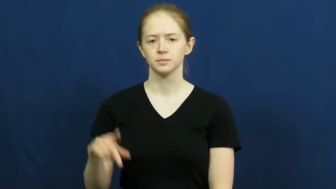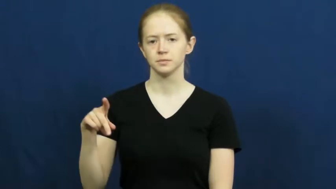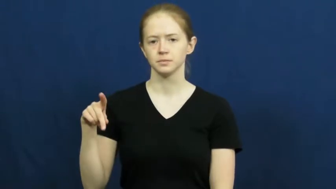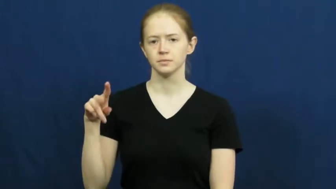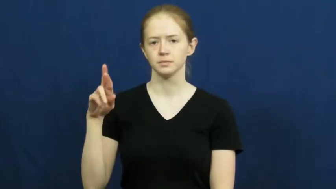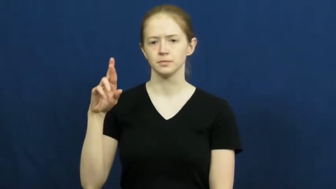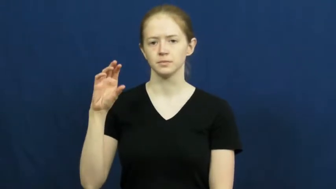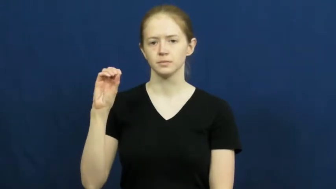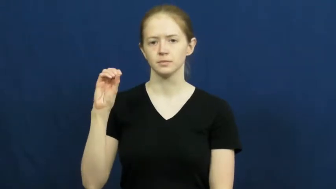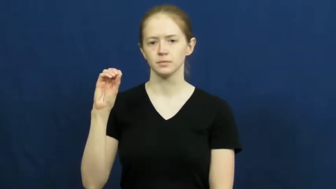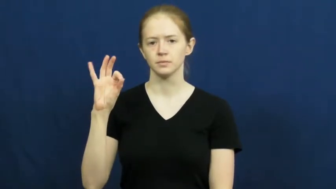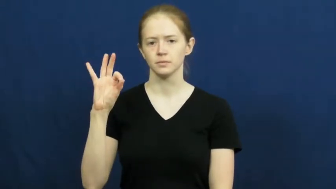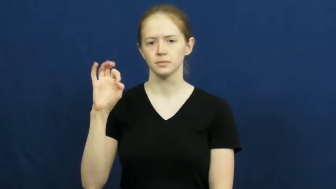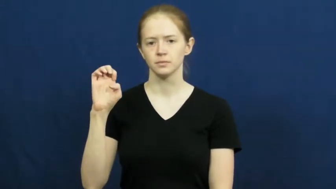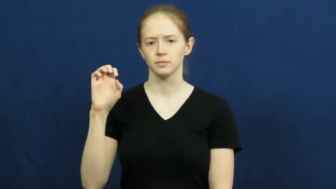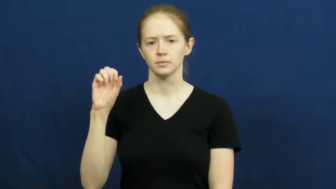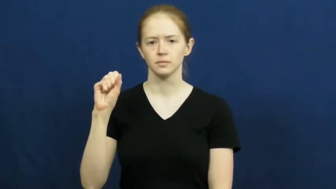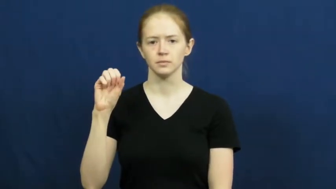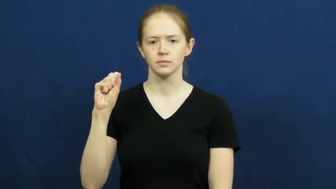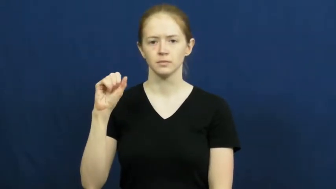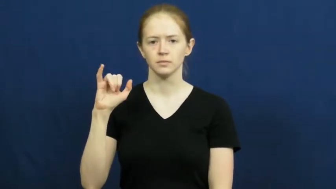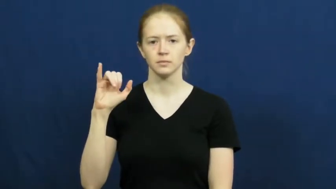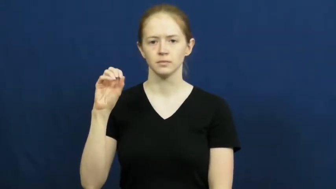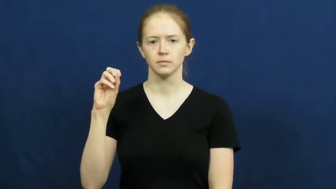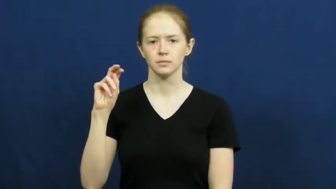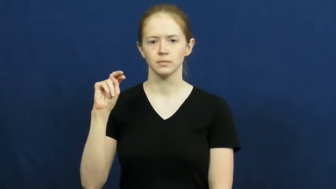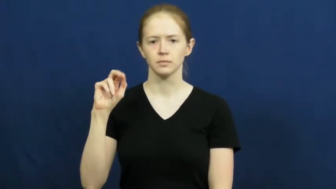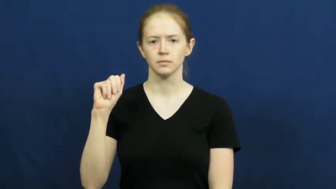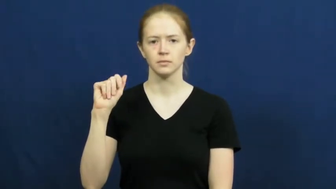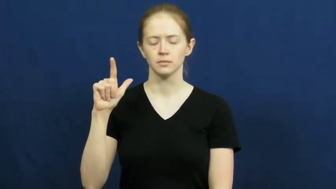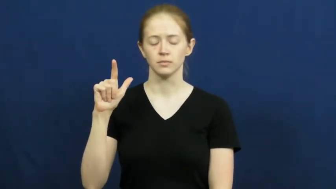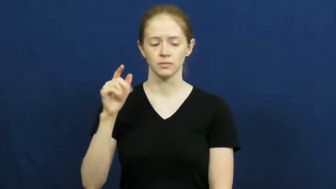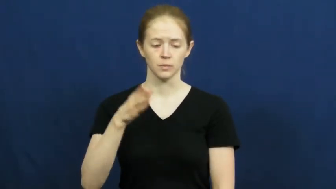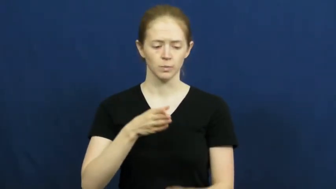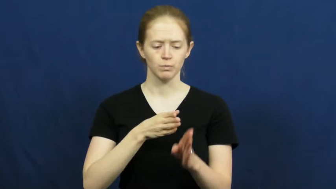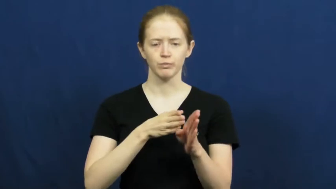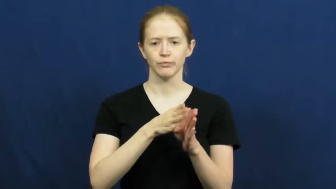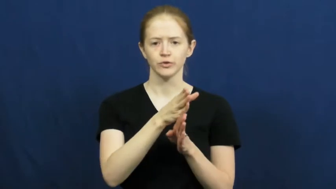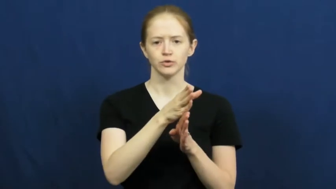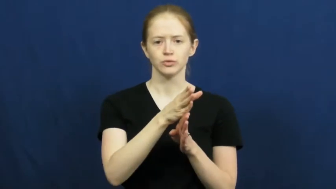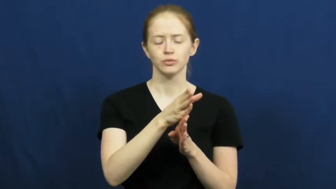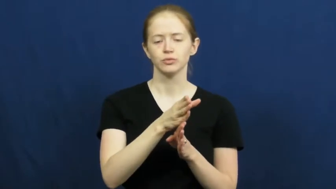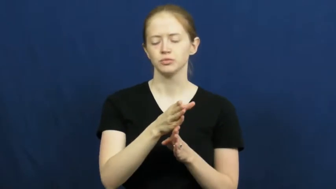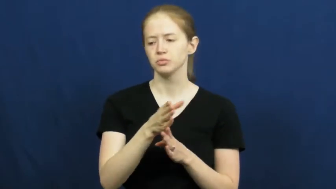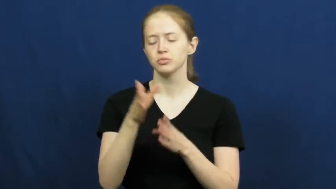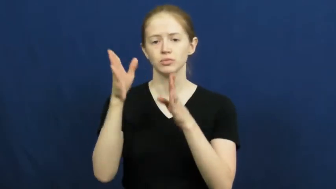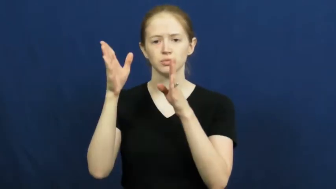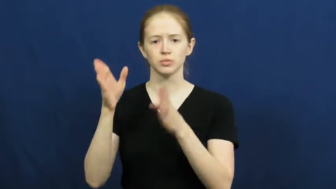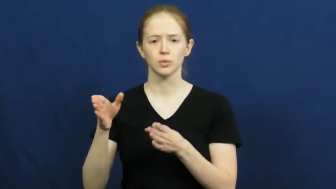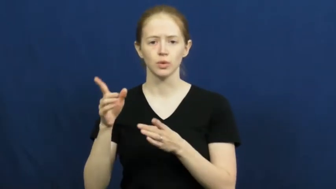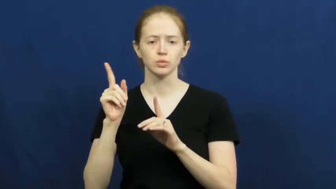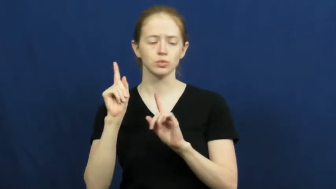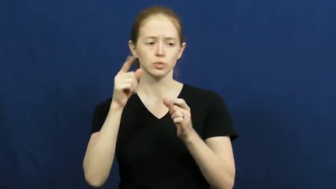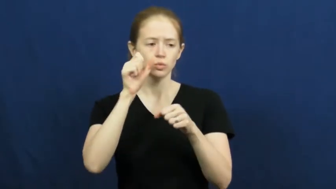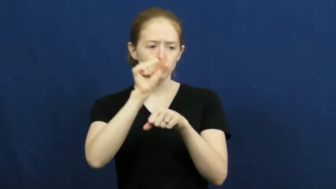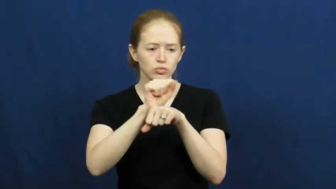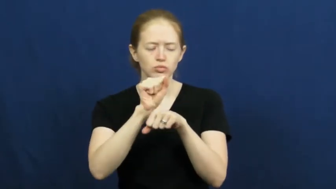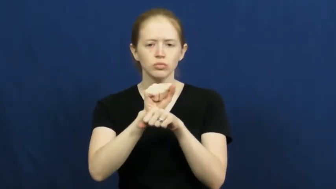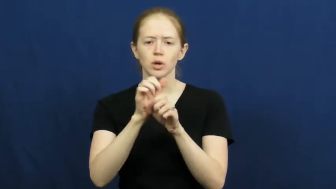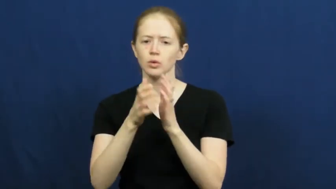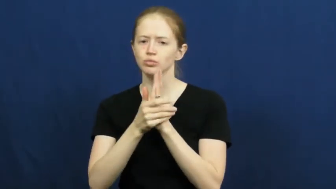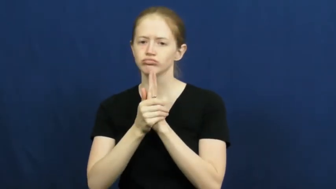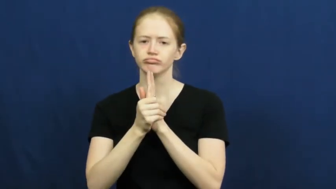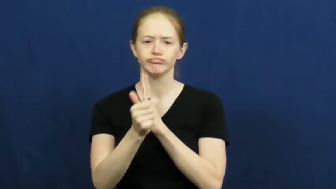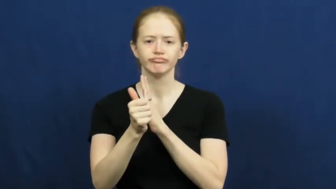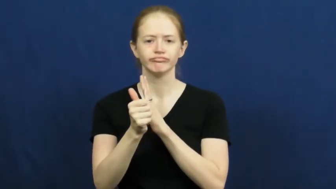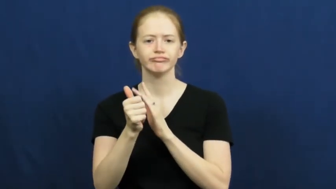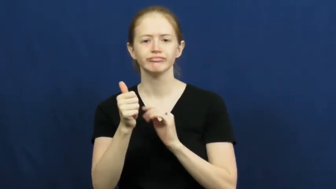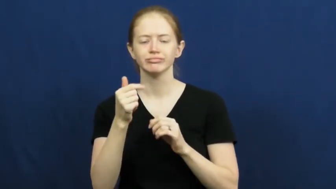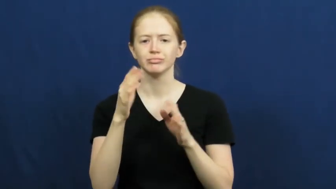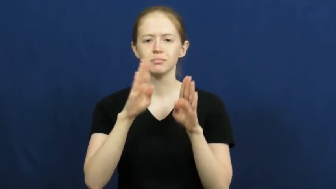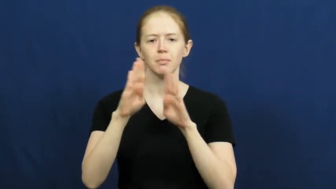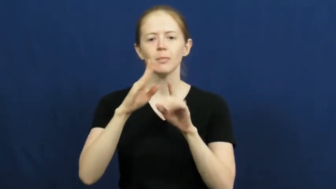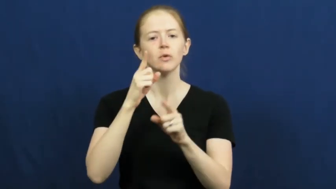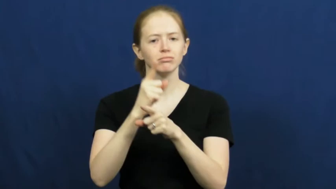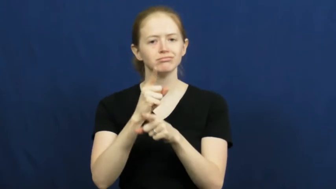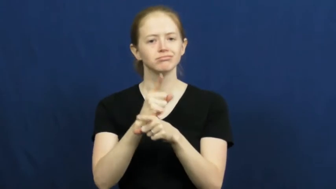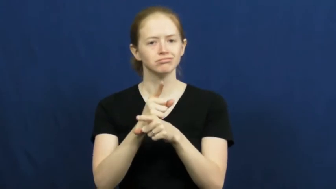professional